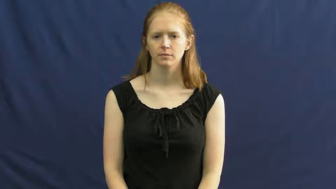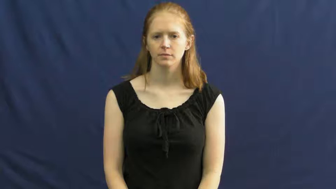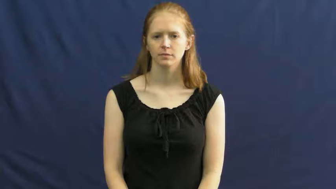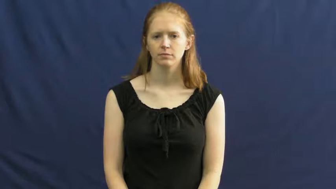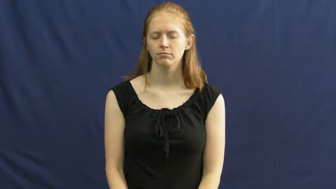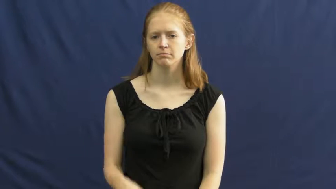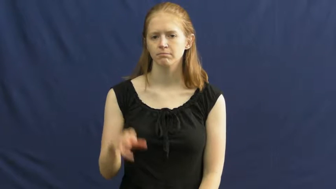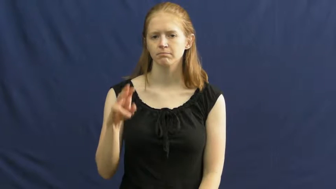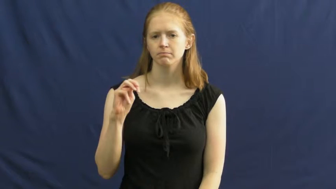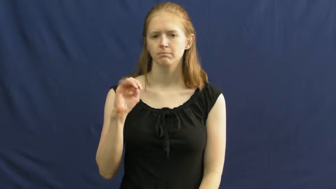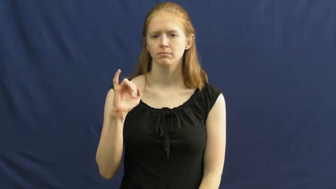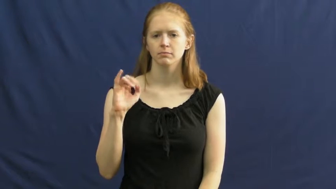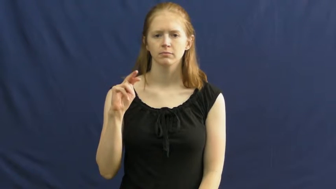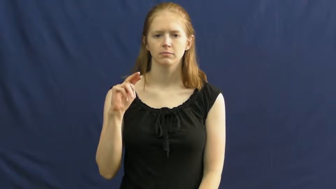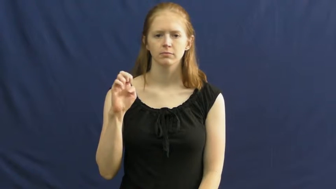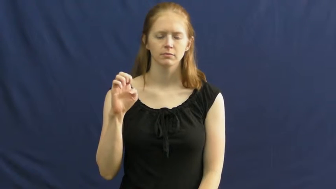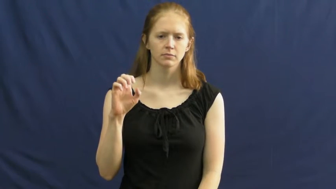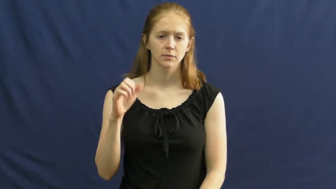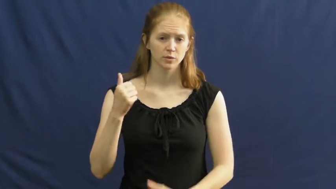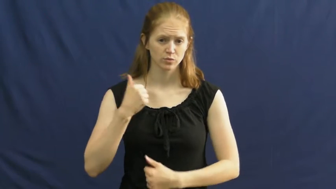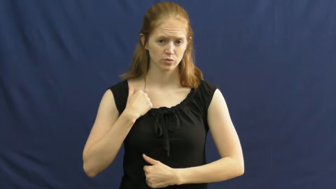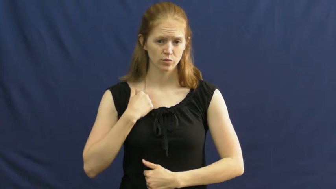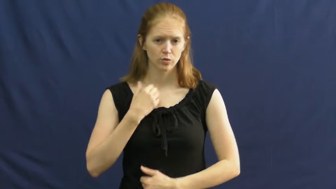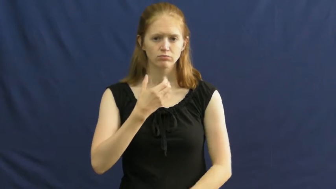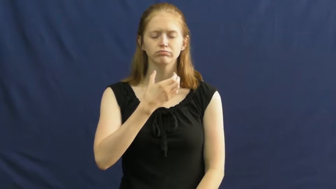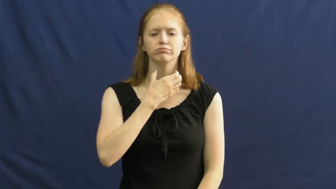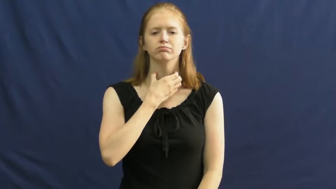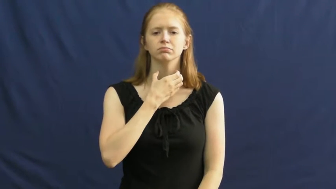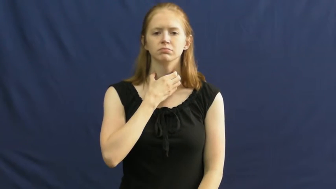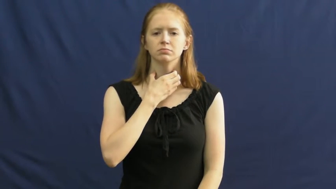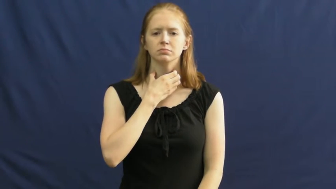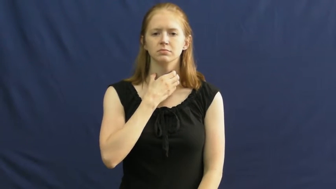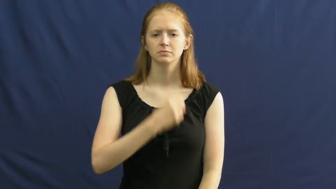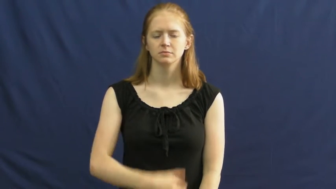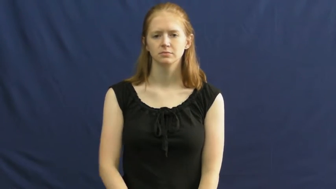marine,leatherneck-soldier